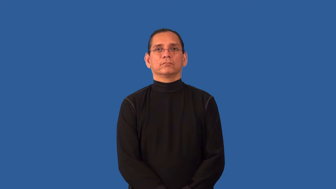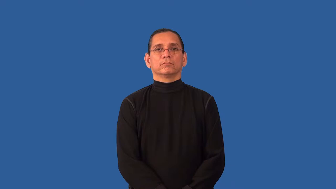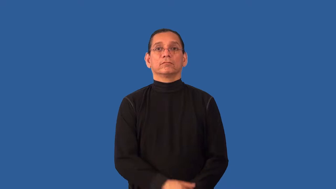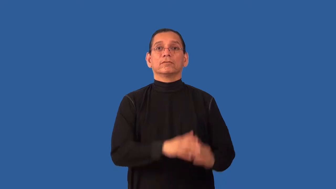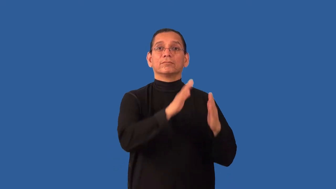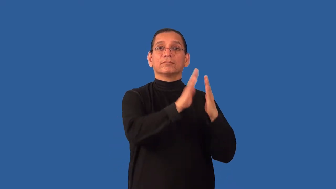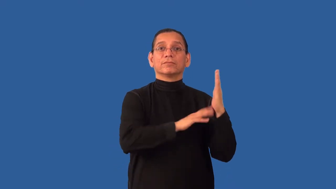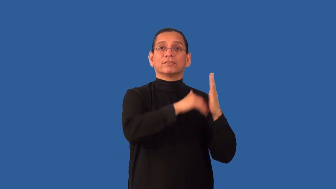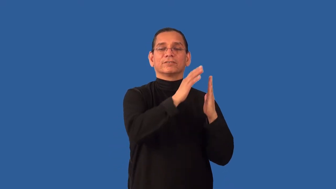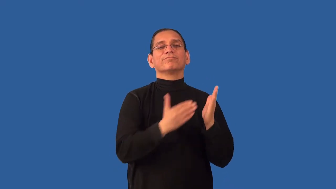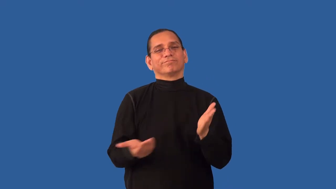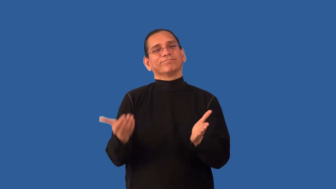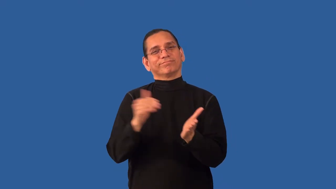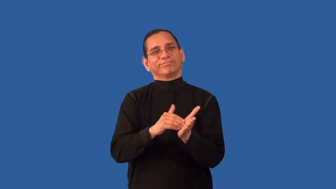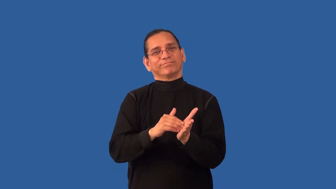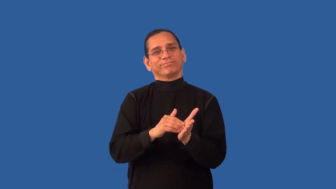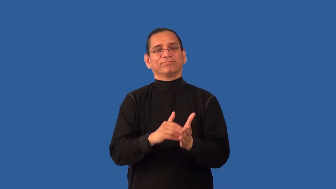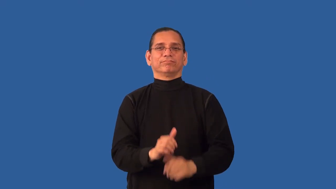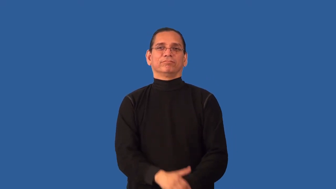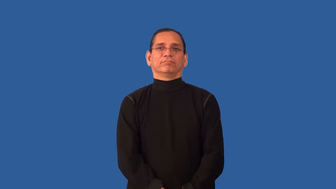repaint